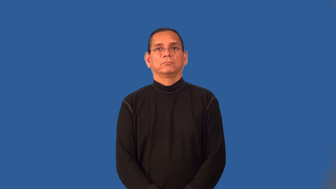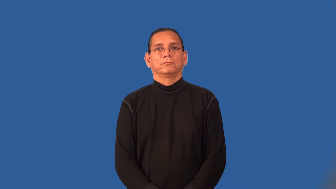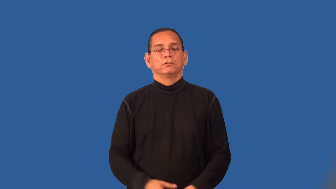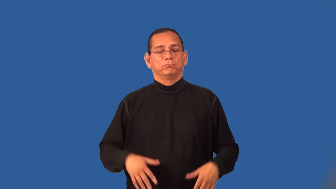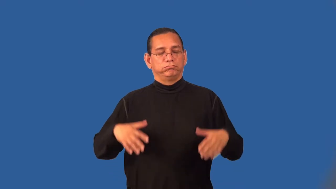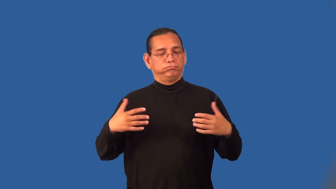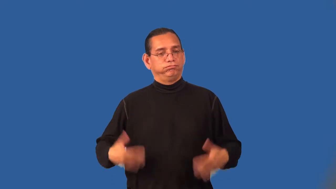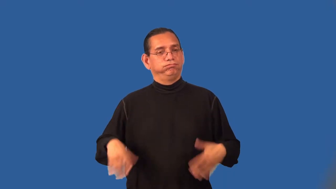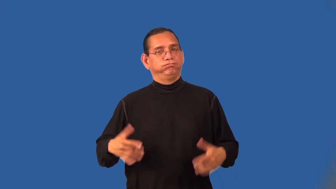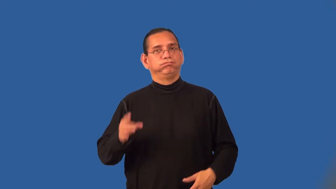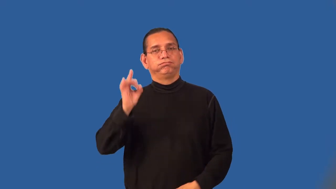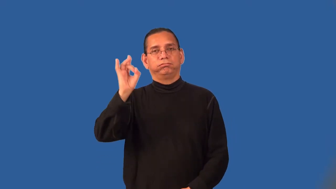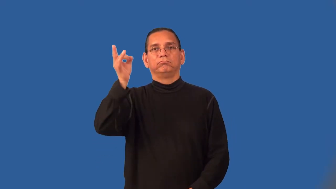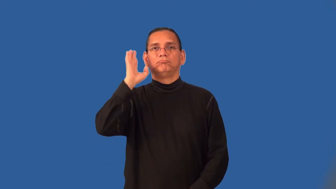resounding,overwhelming